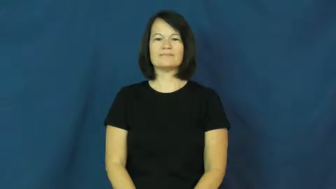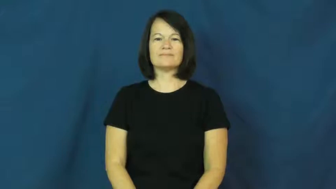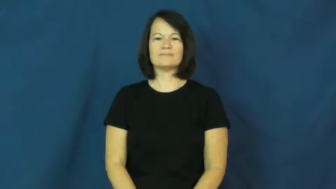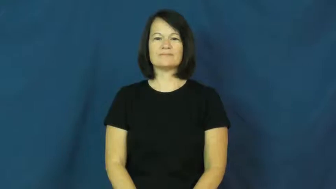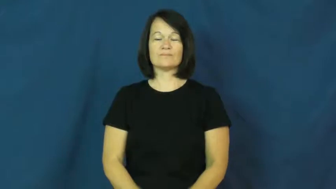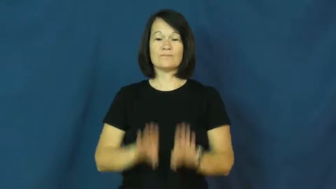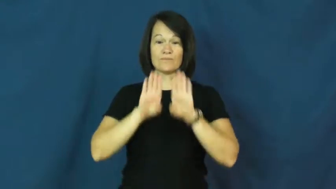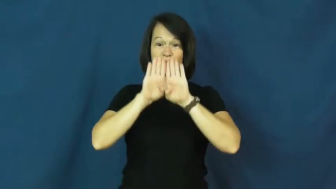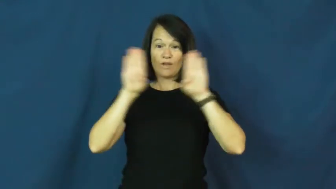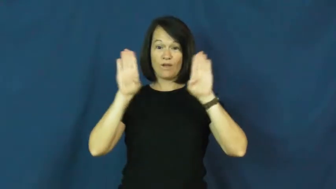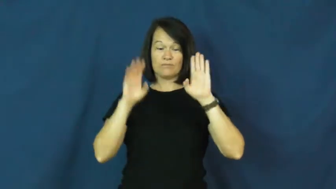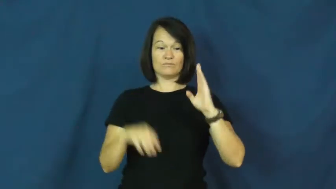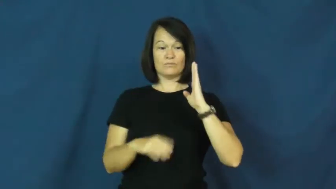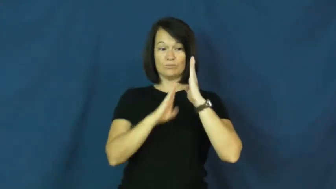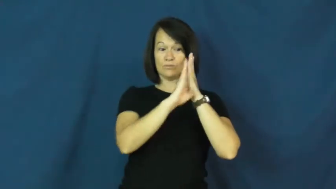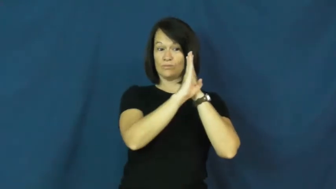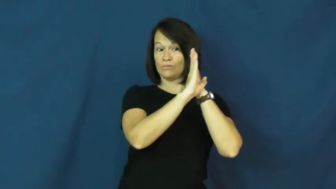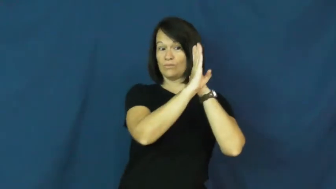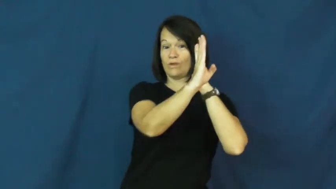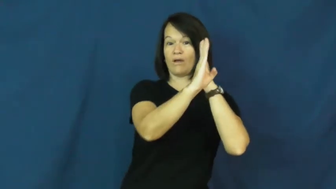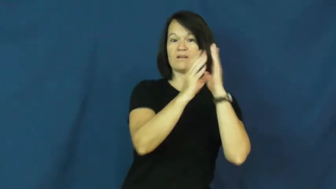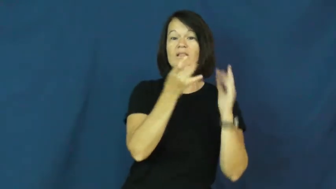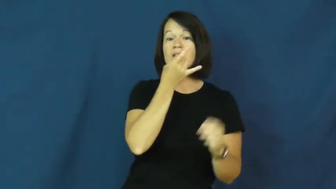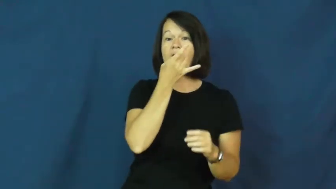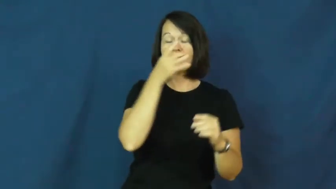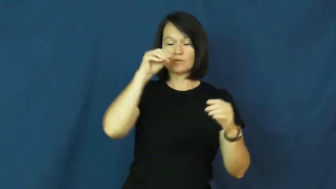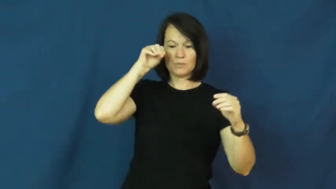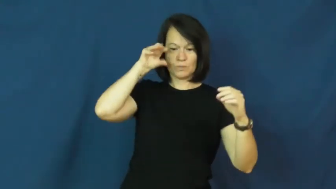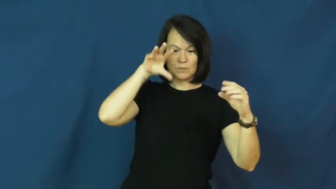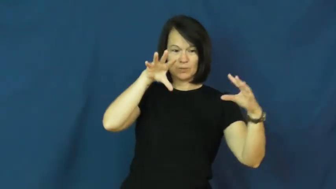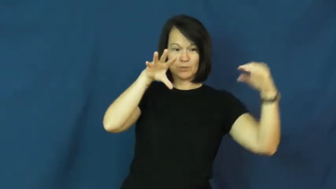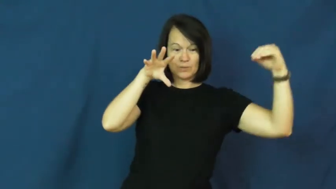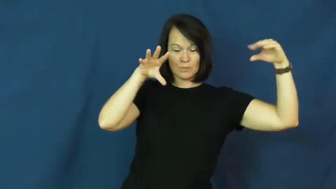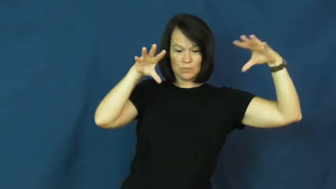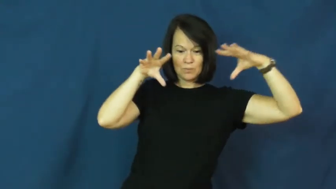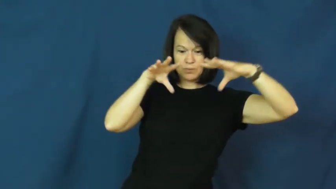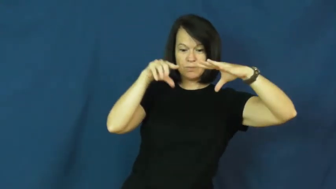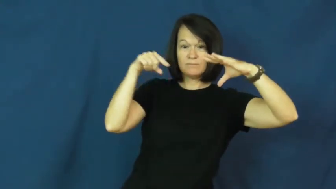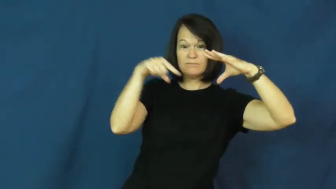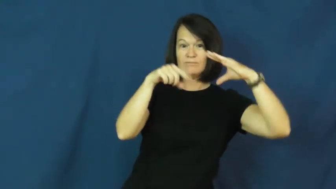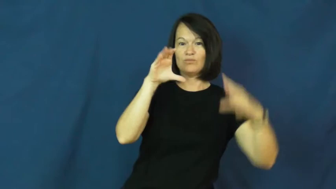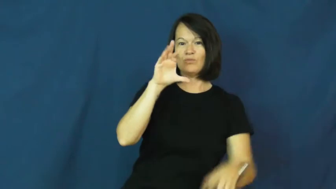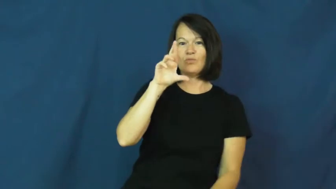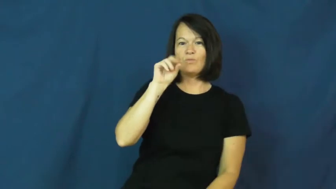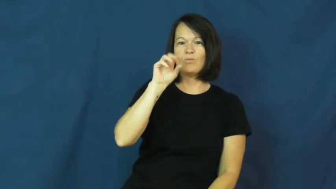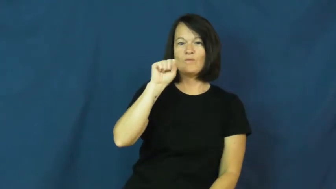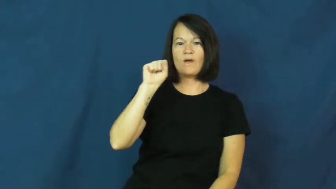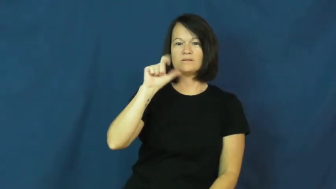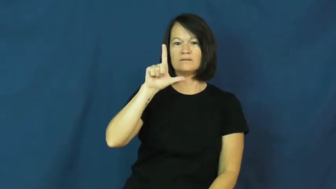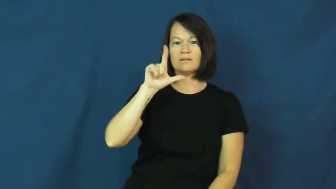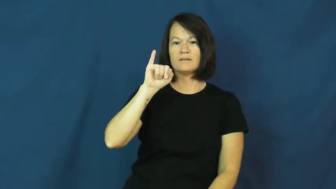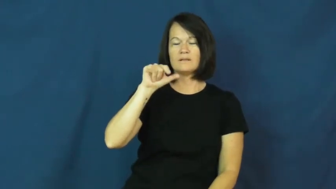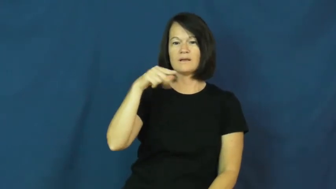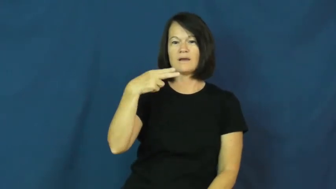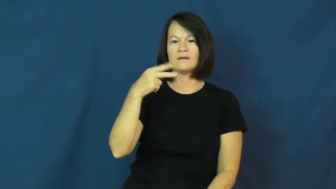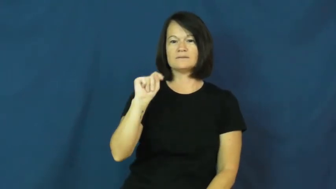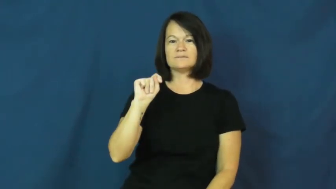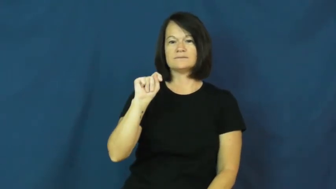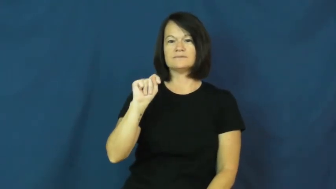crosslight